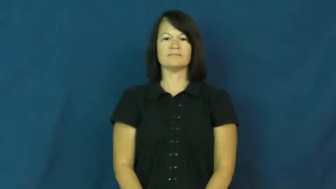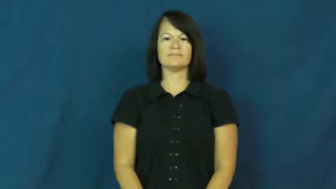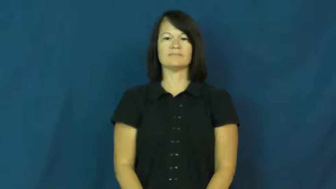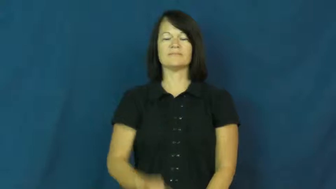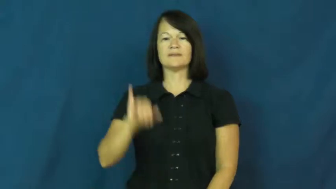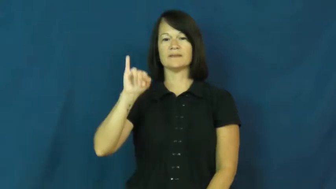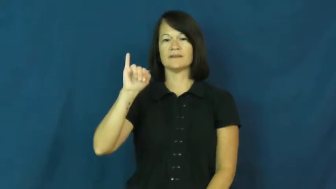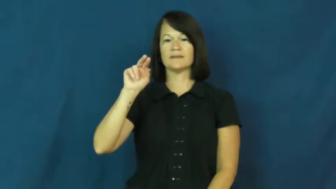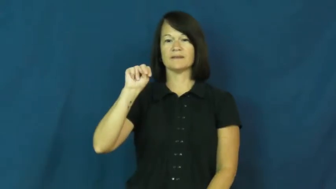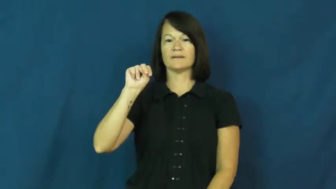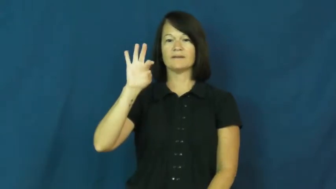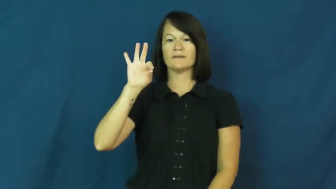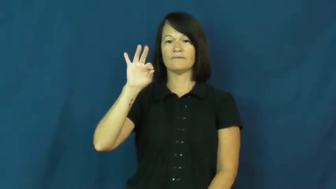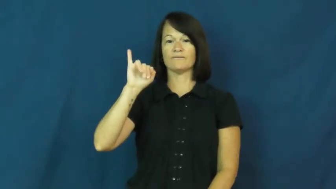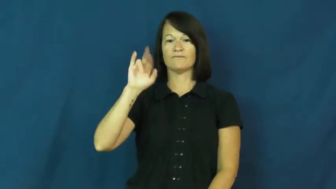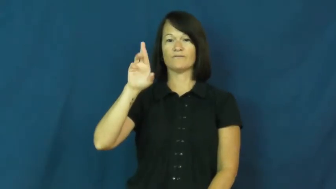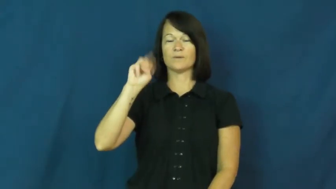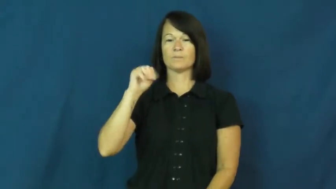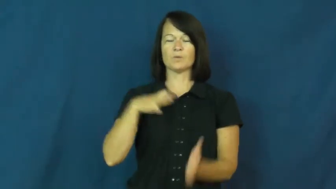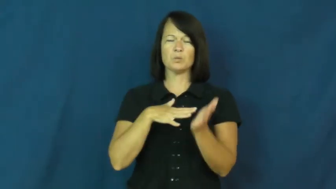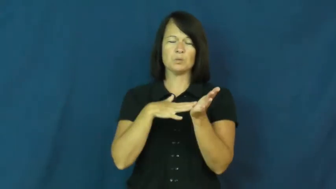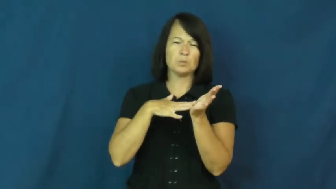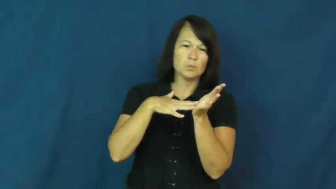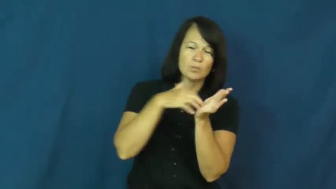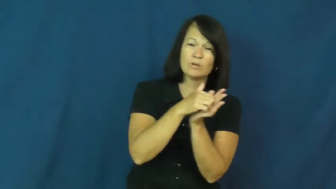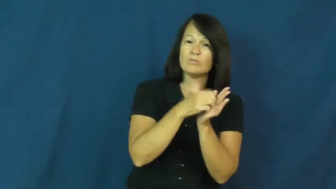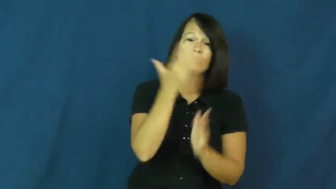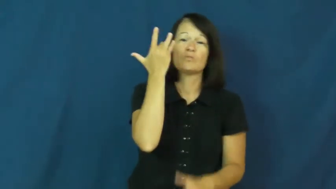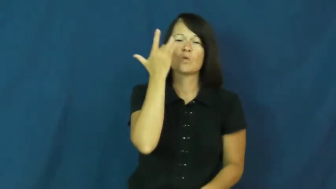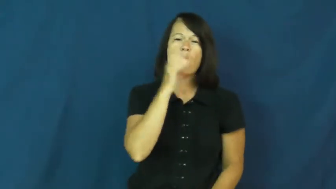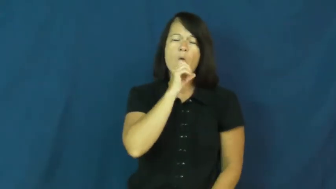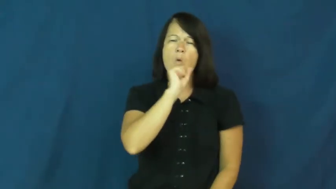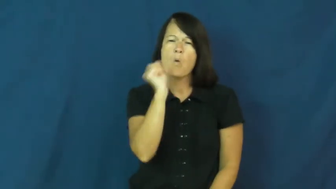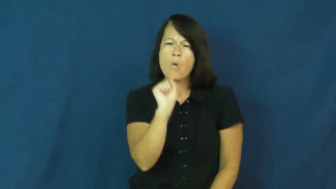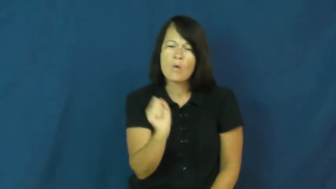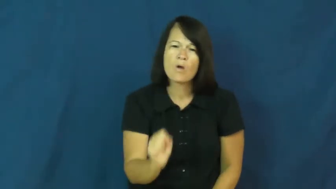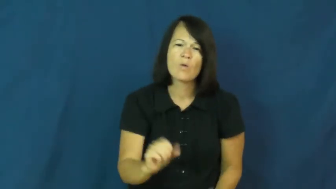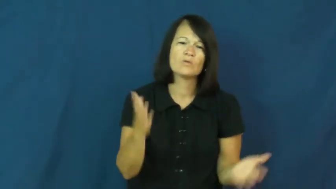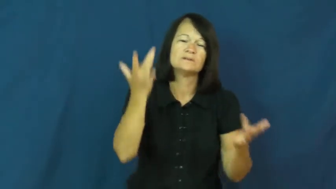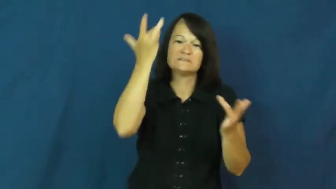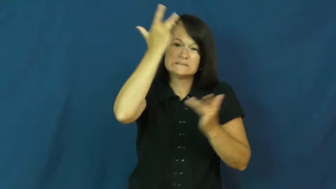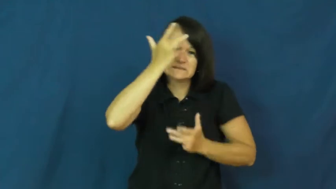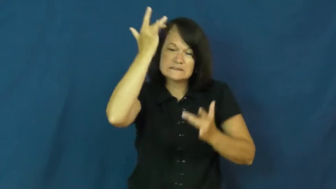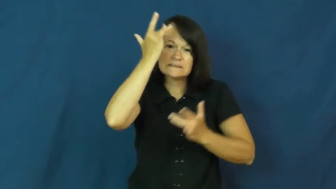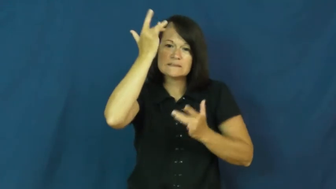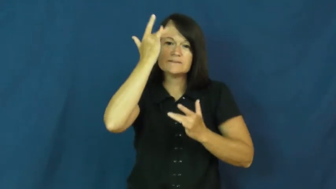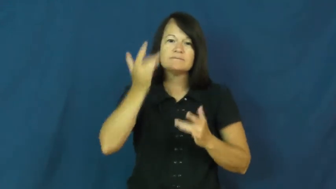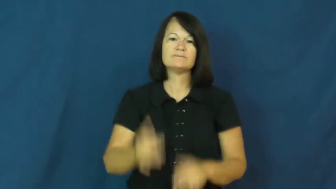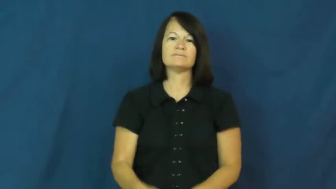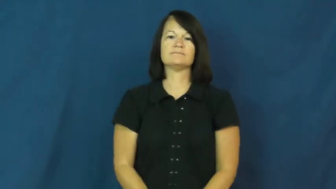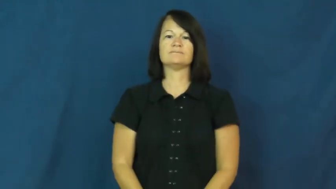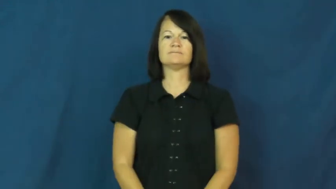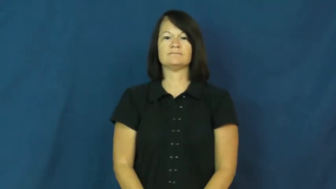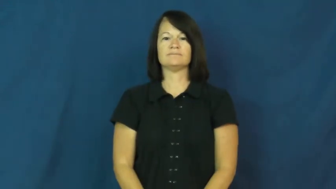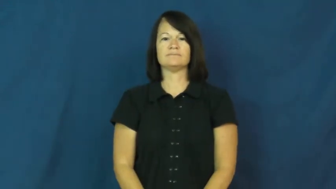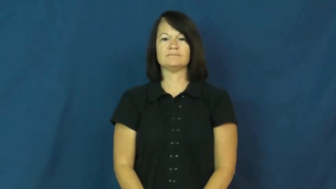infirm